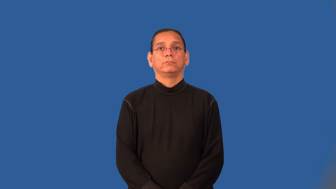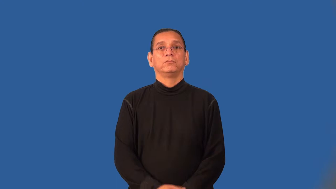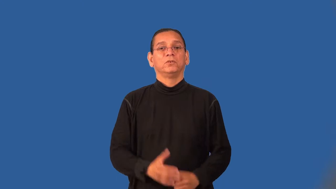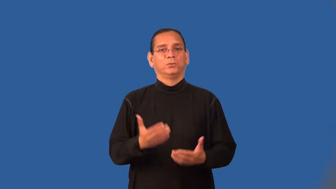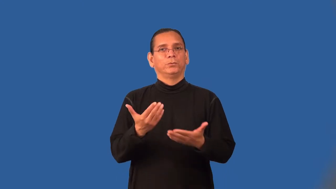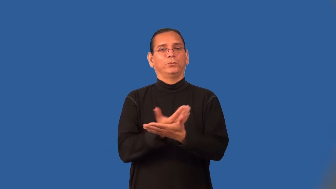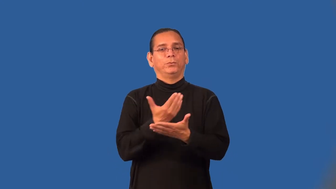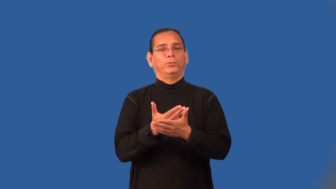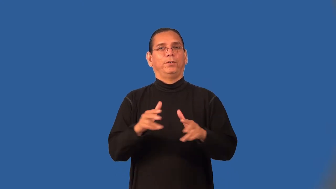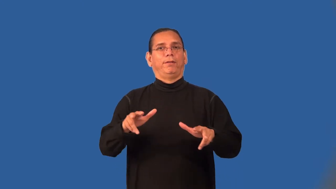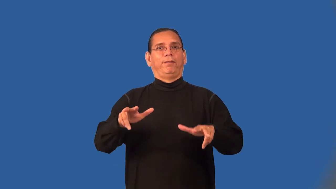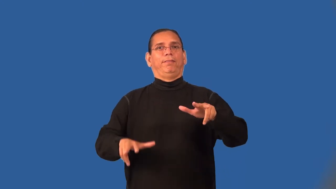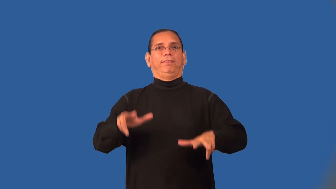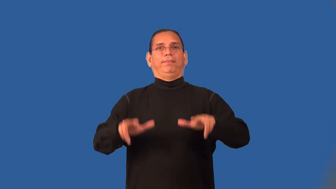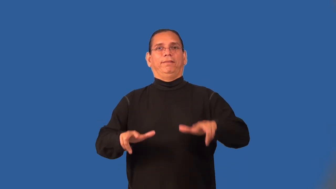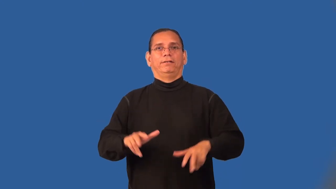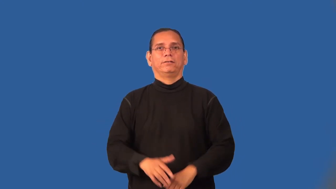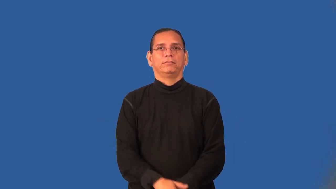neophyte